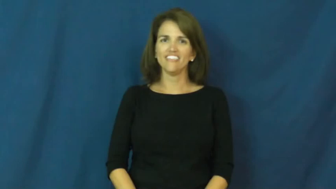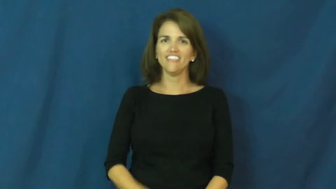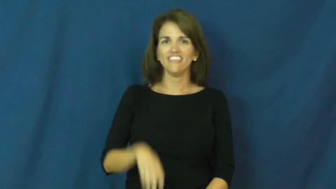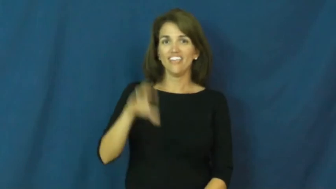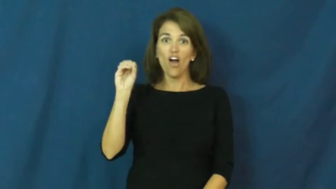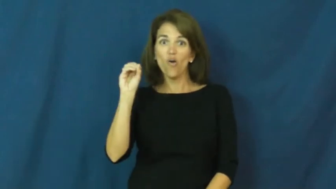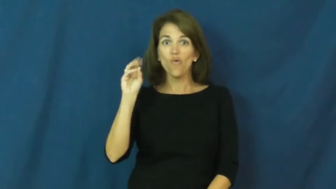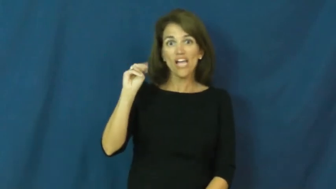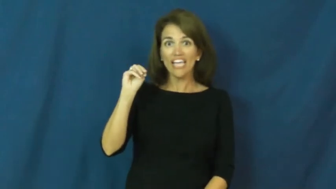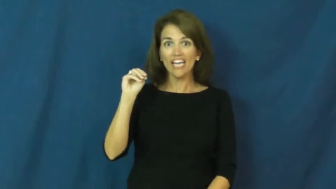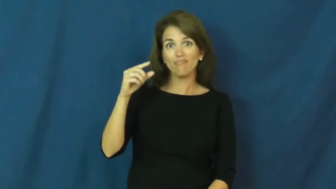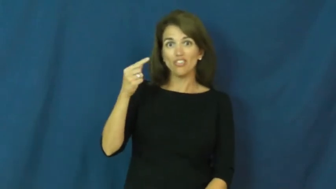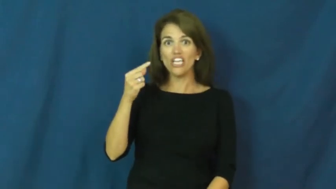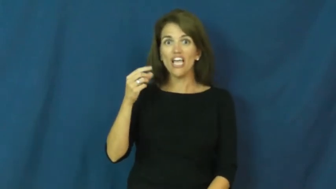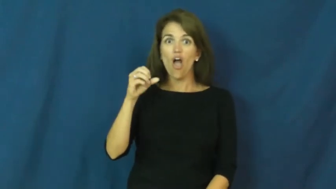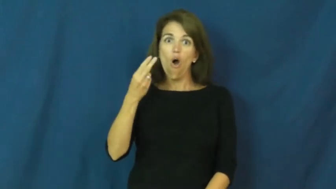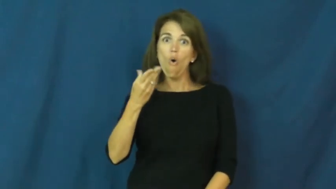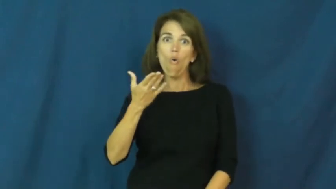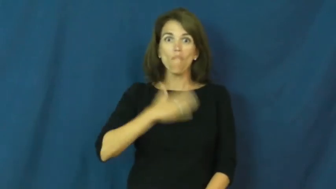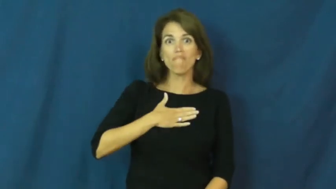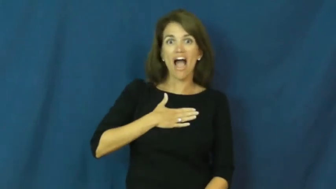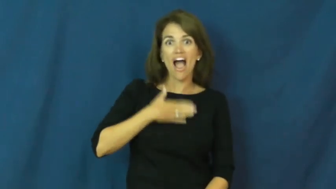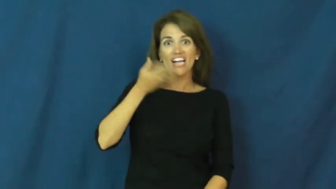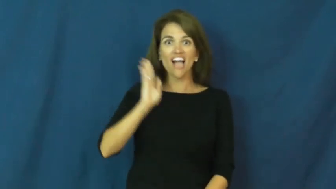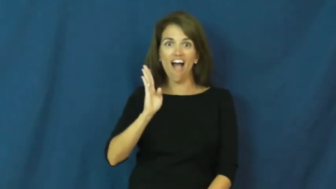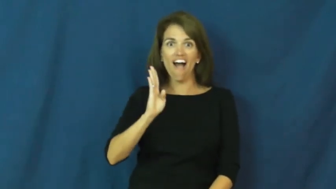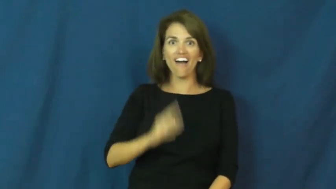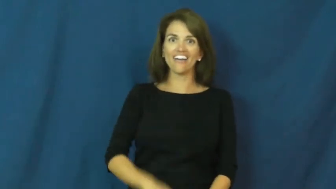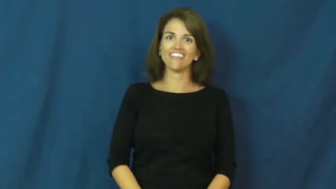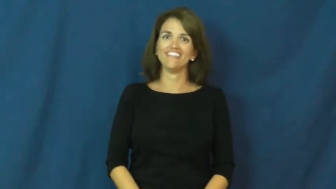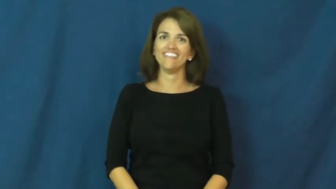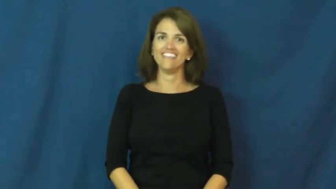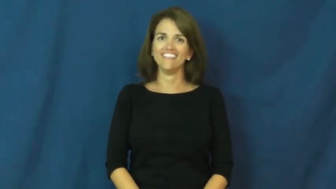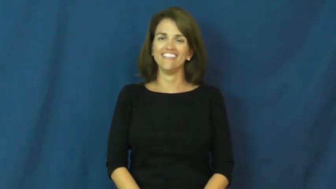OMG